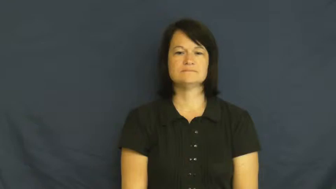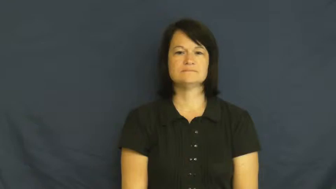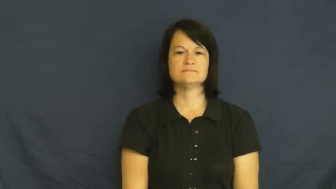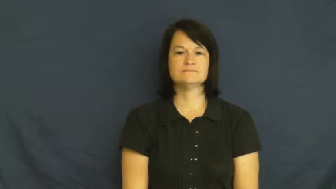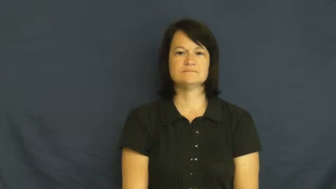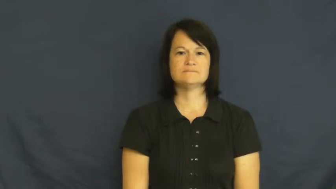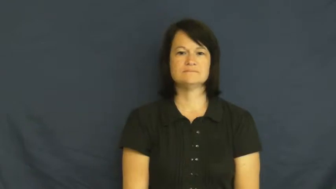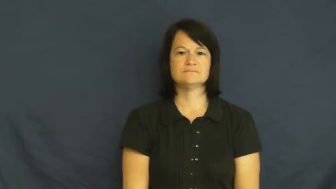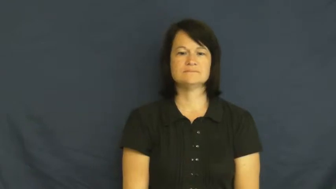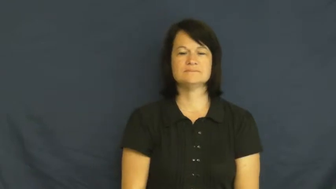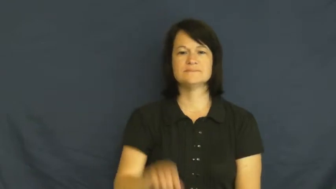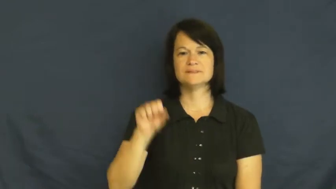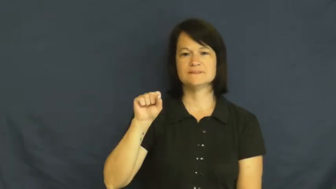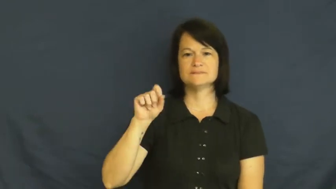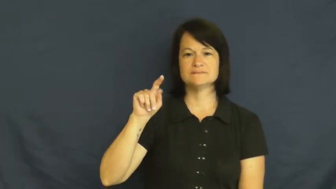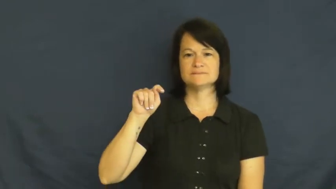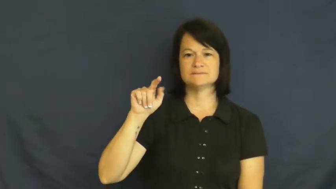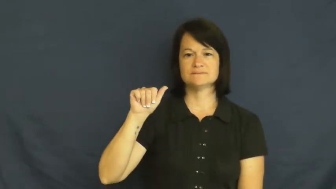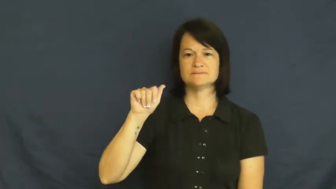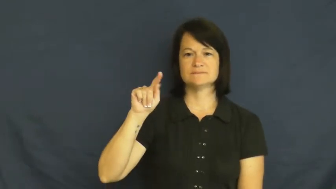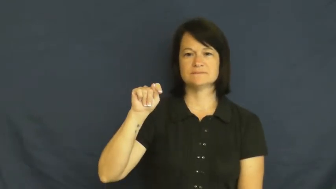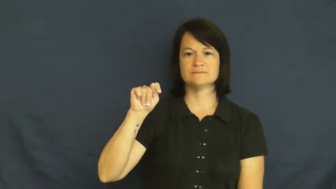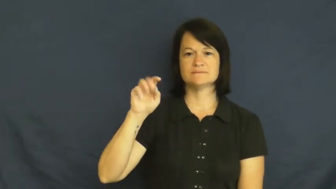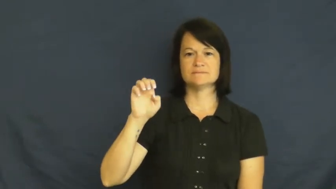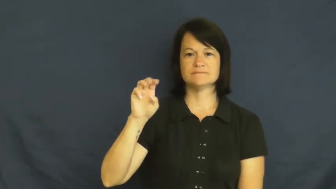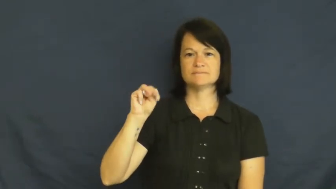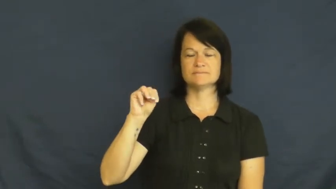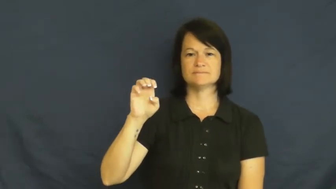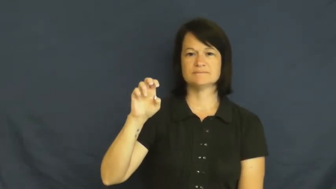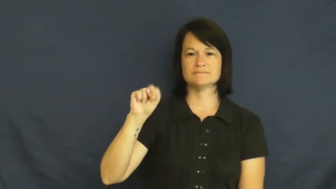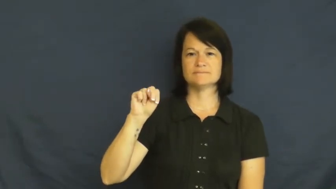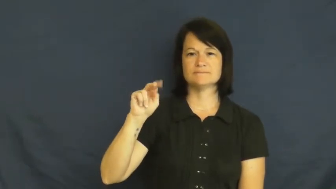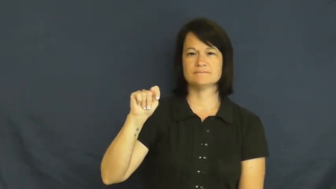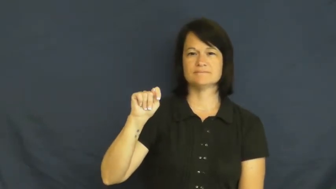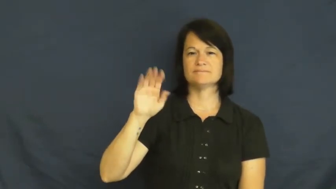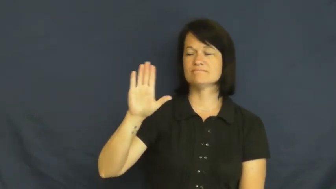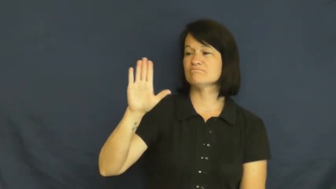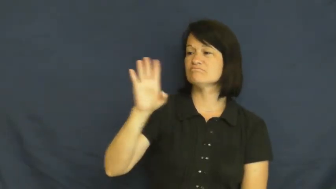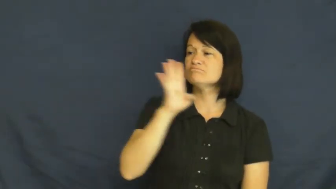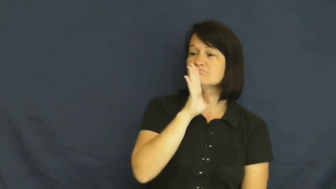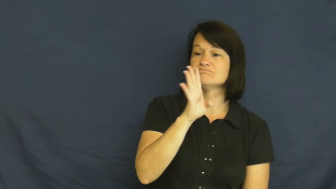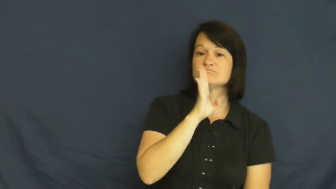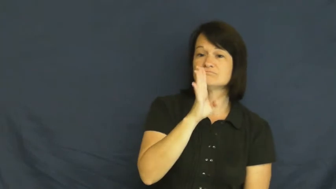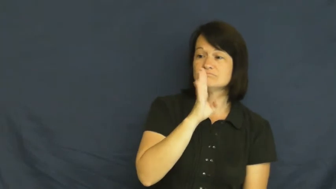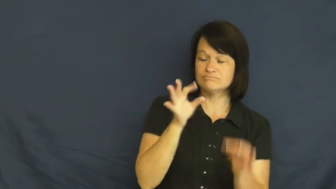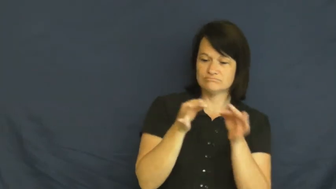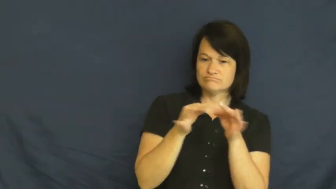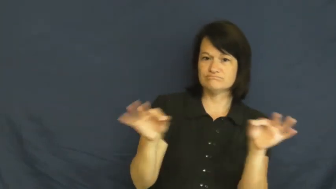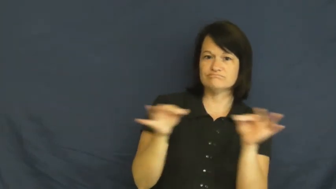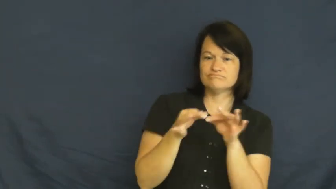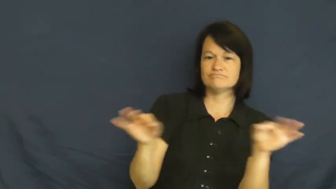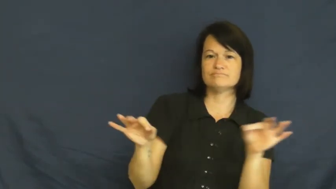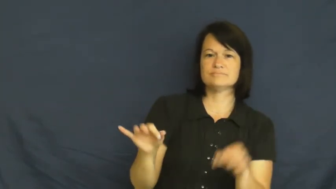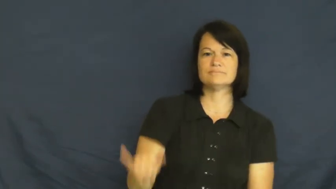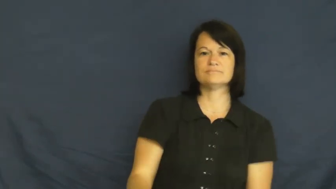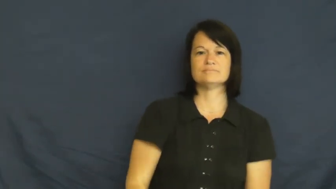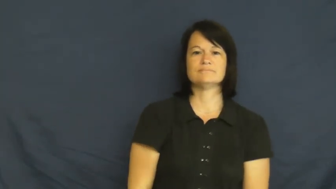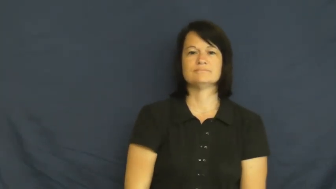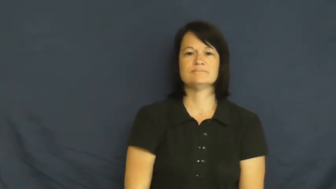statement-say